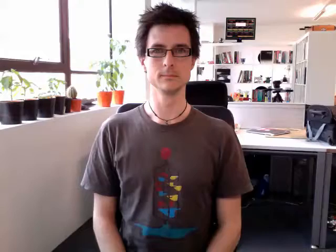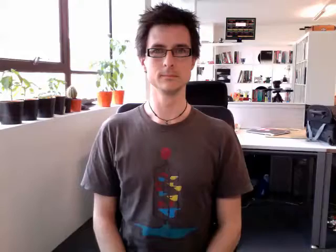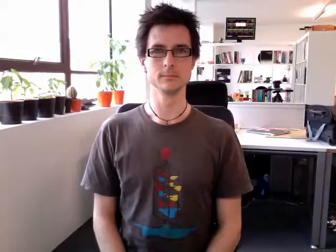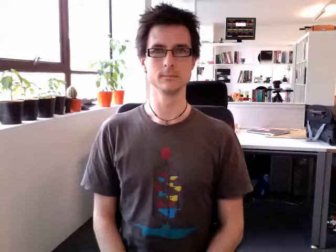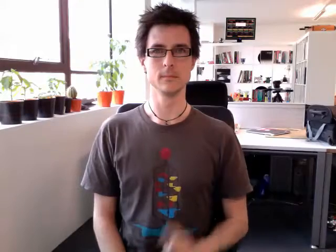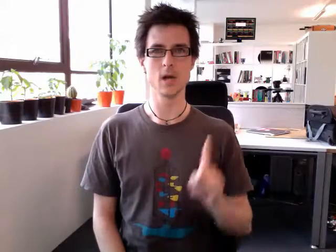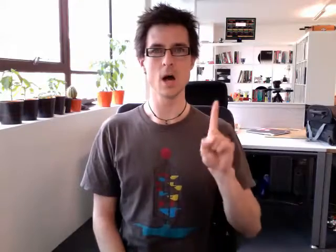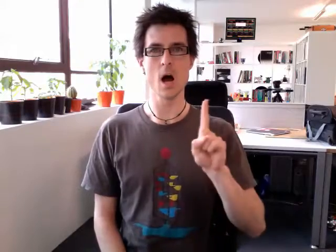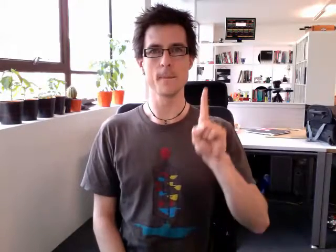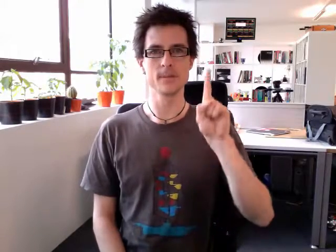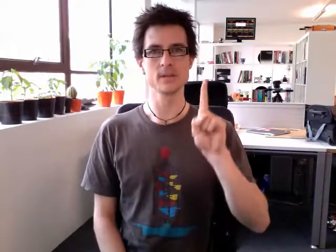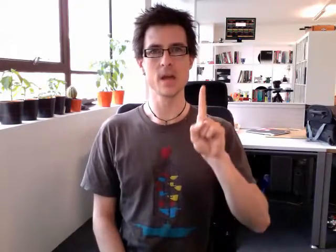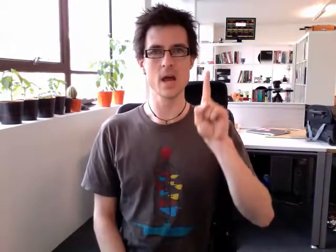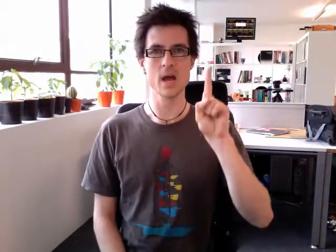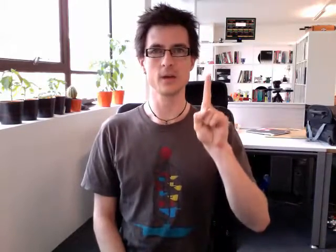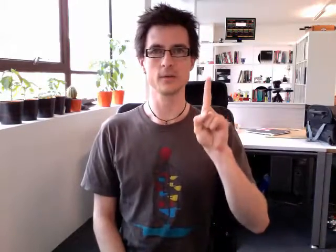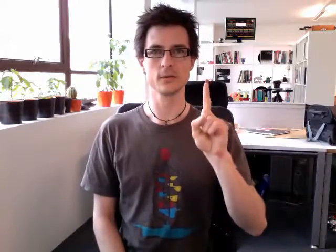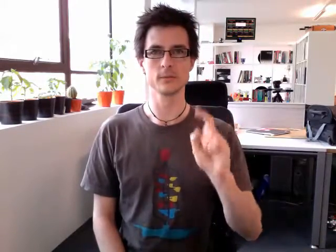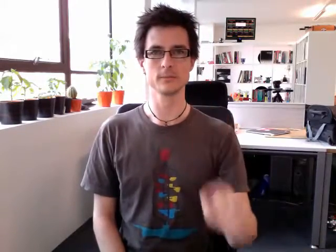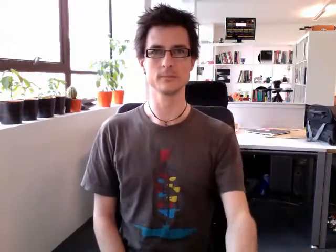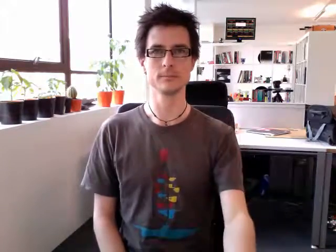upstairs